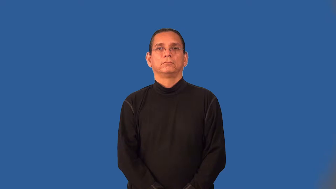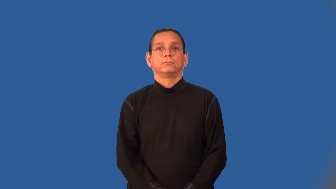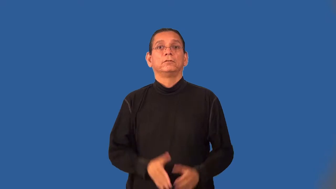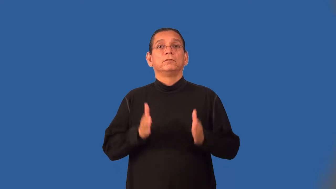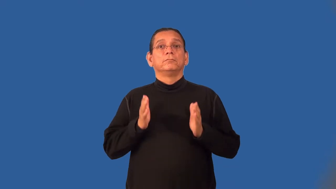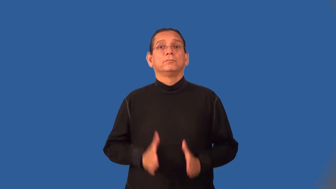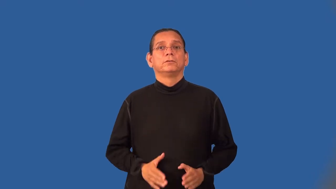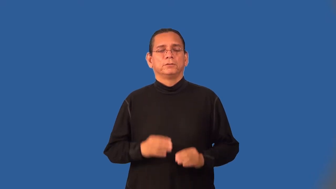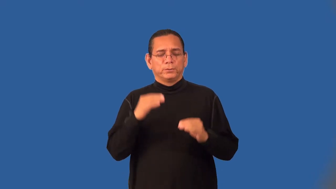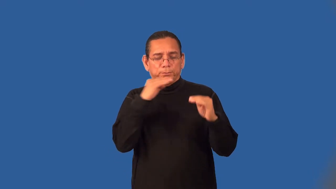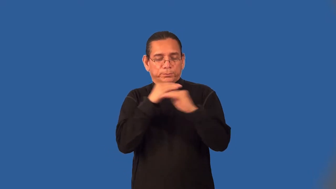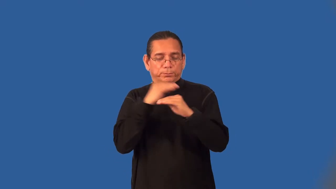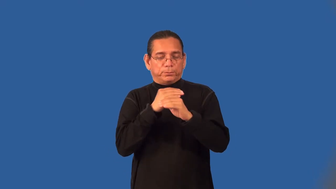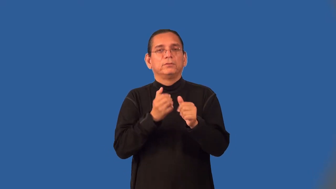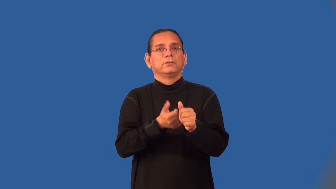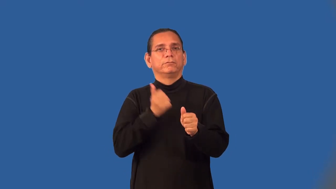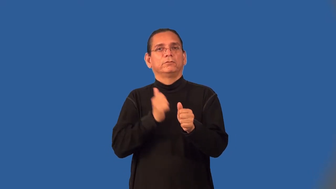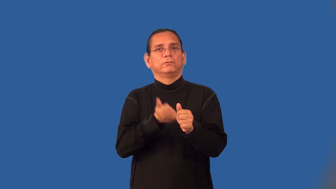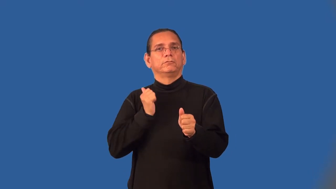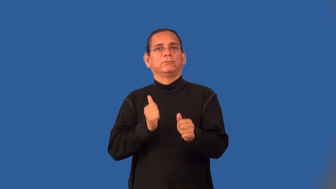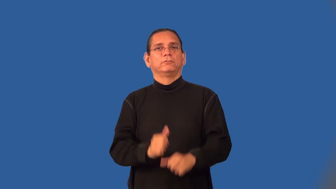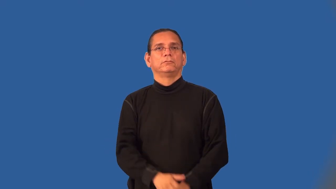dodger,dodgy